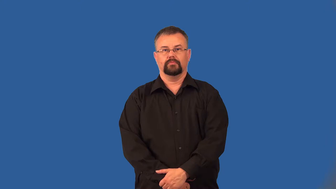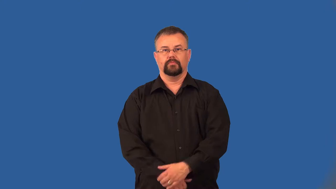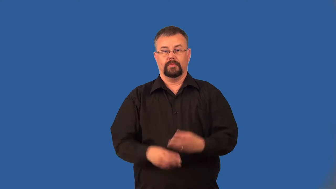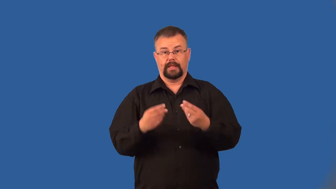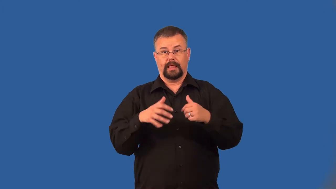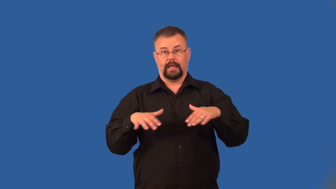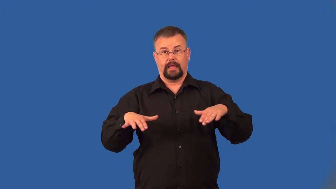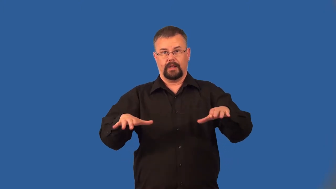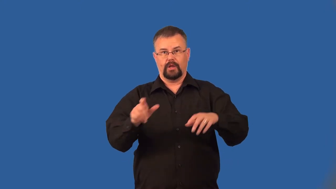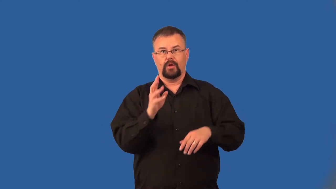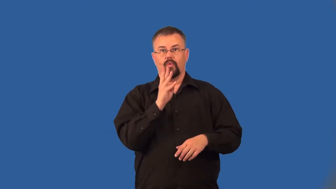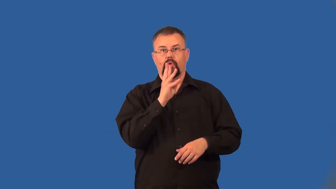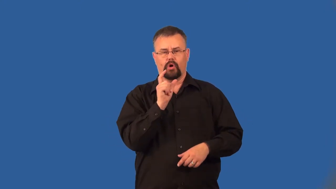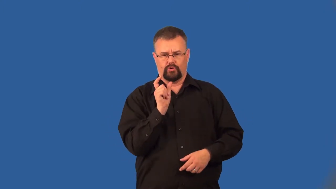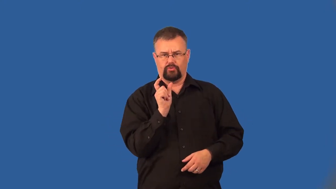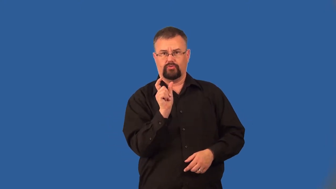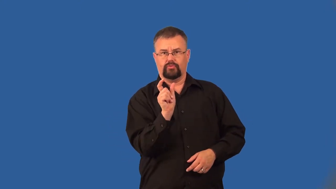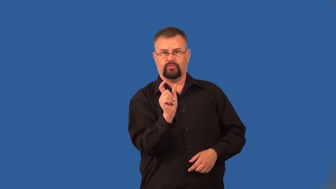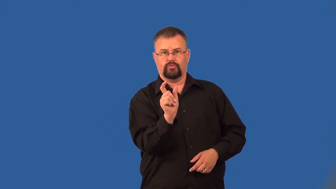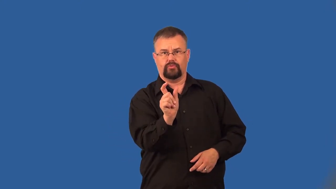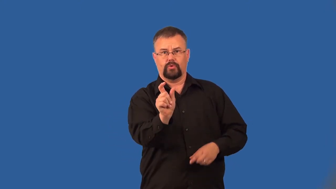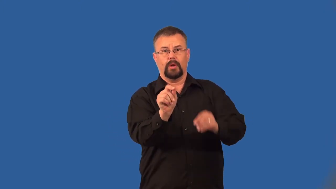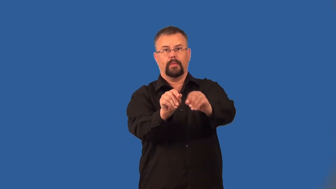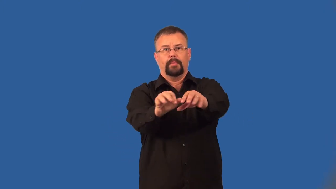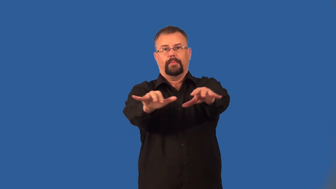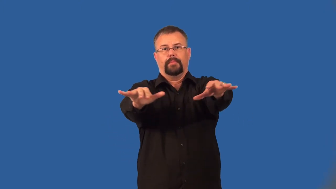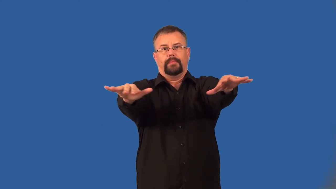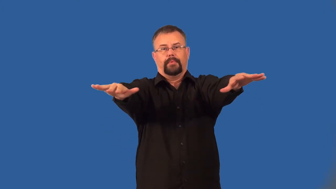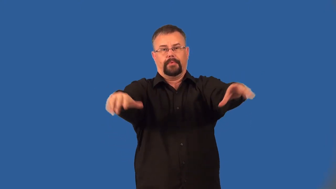inlet